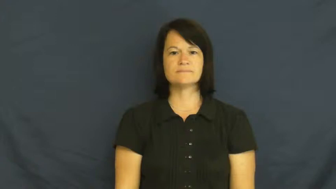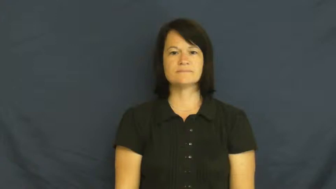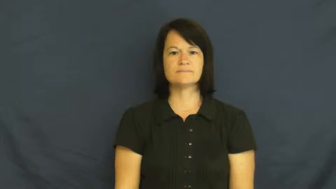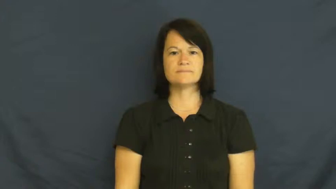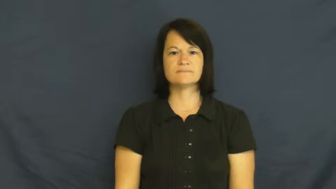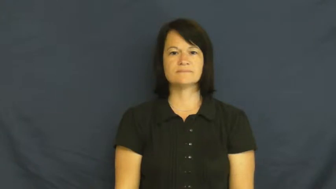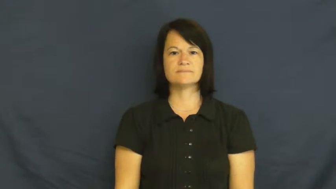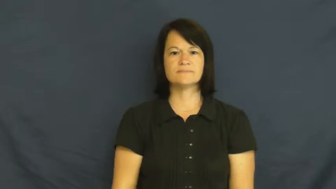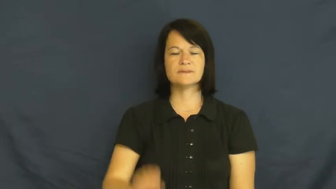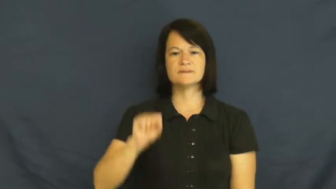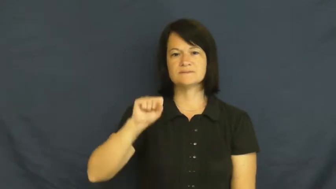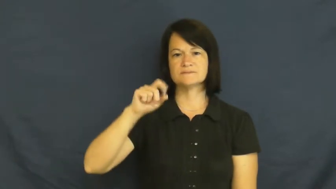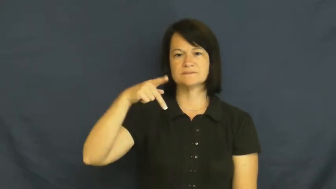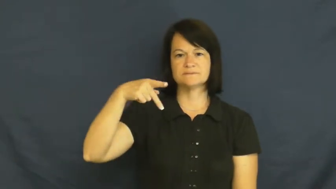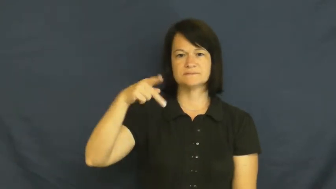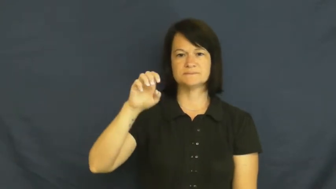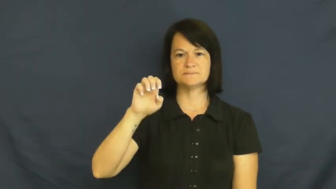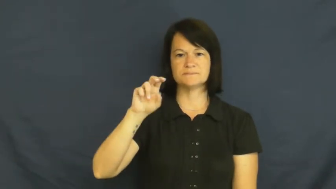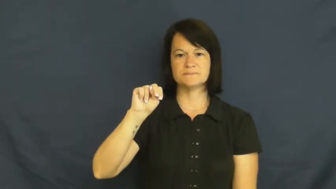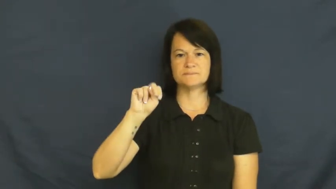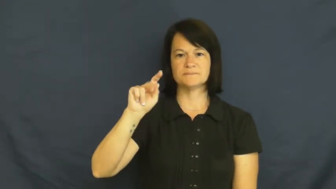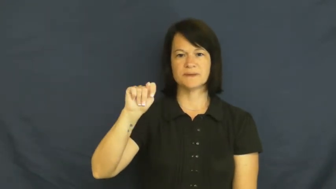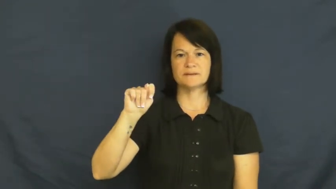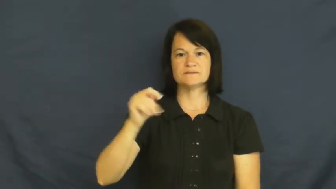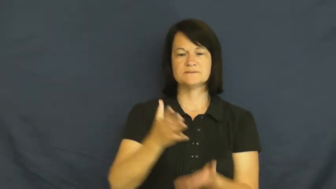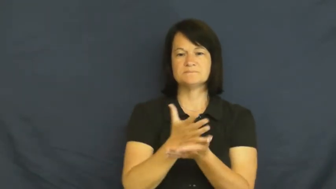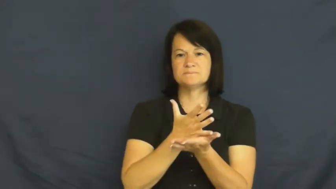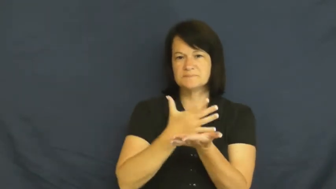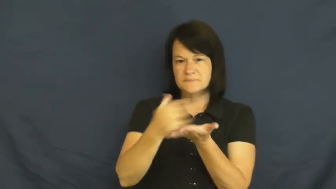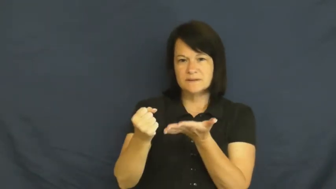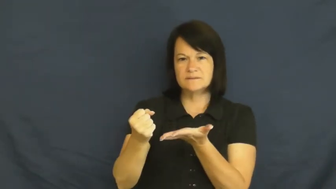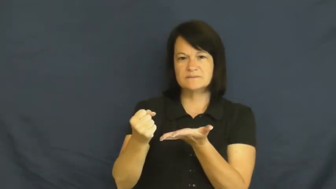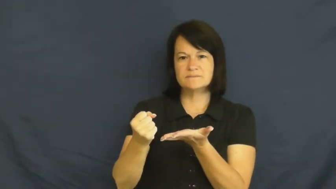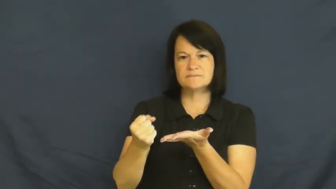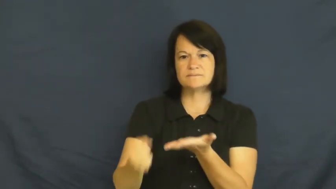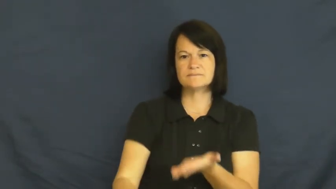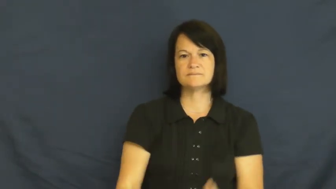spent-used up